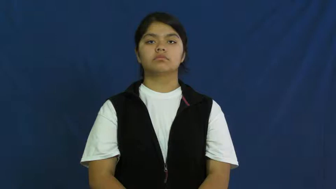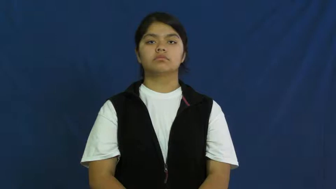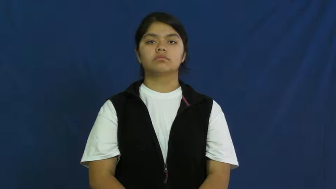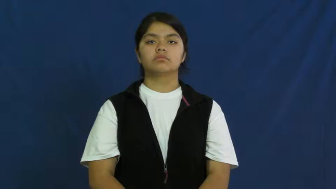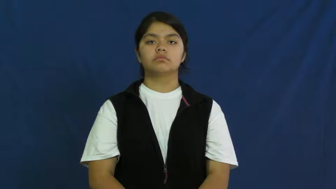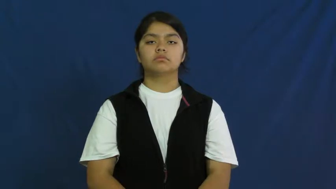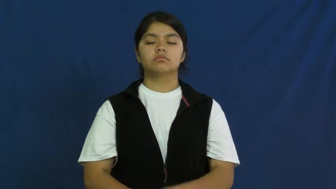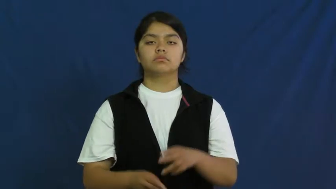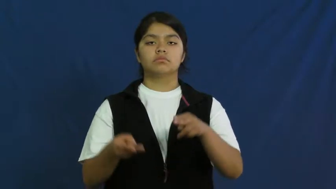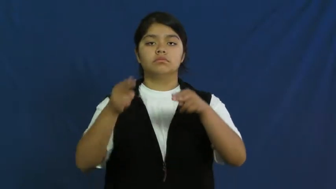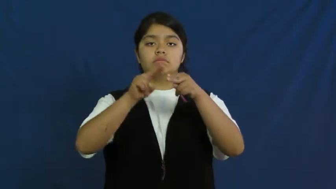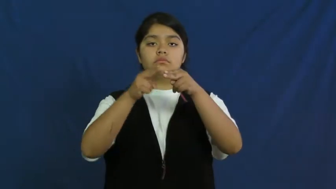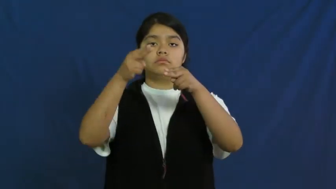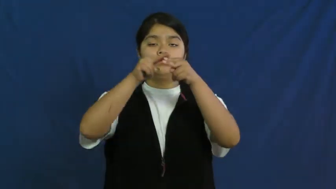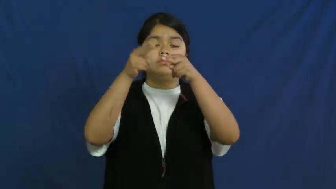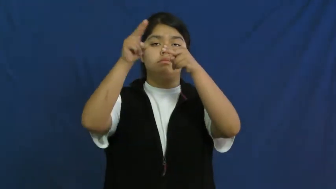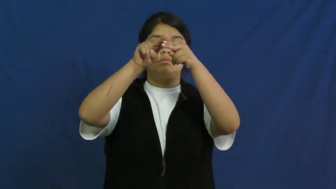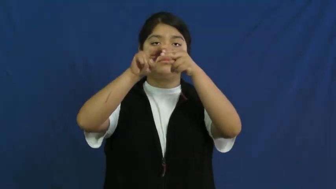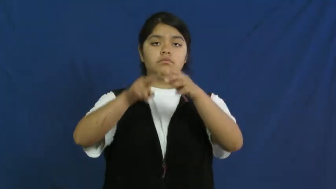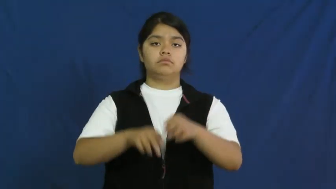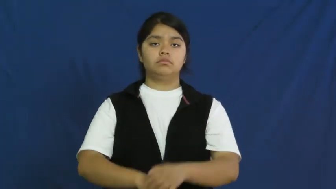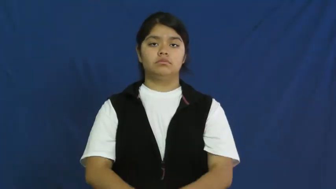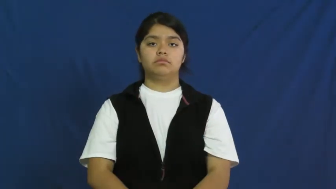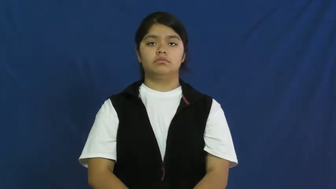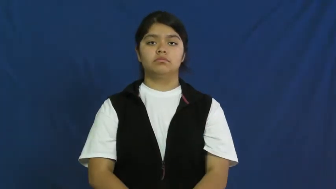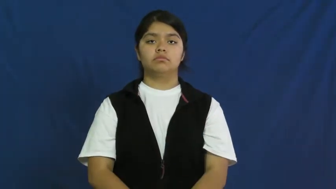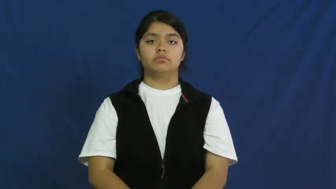crank up